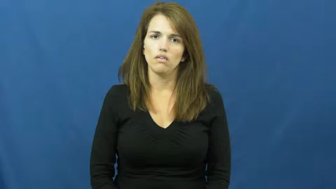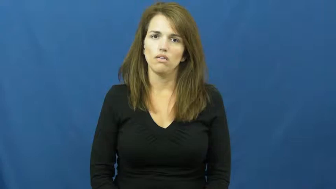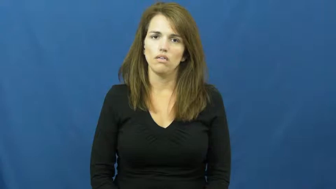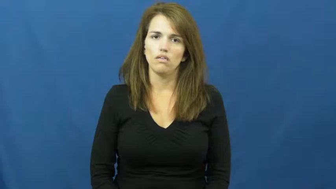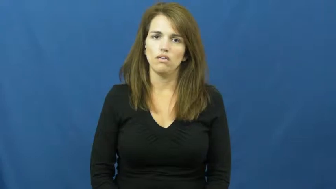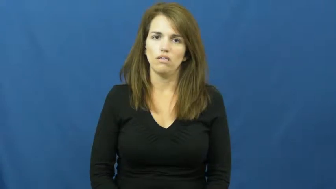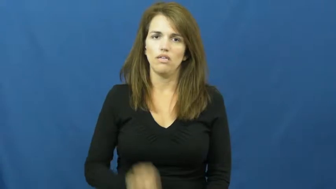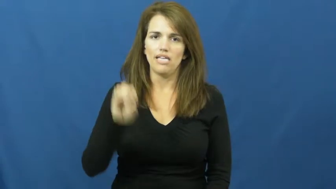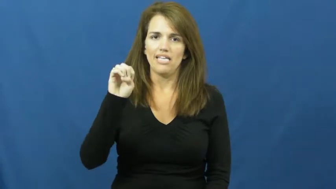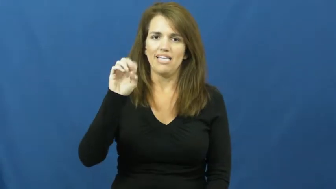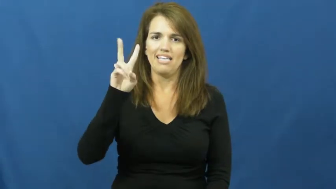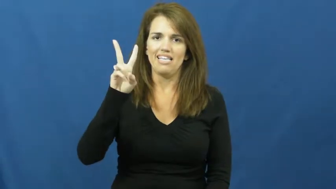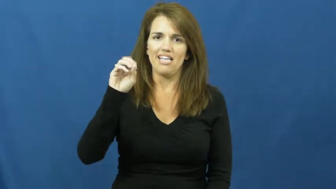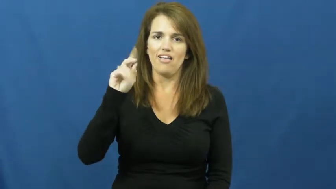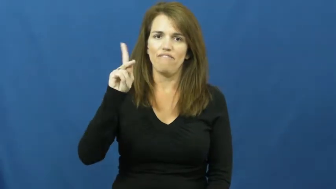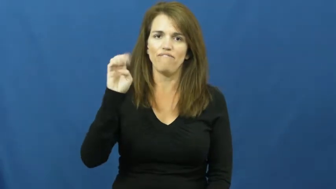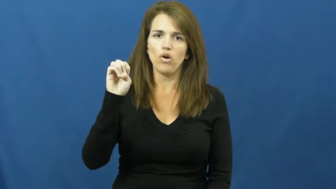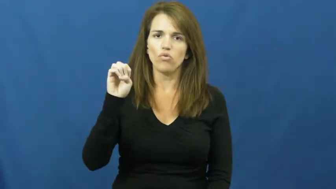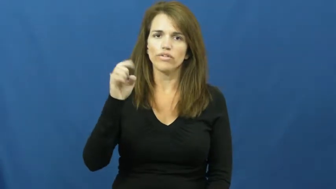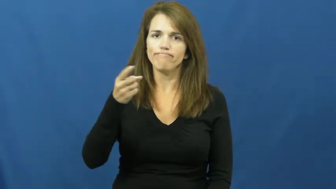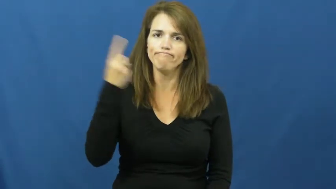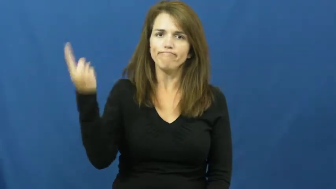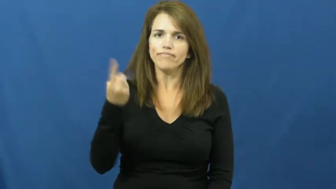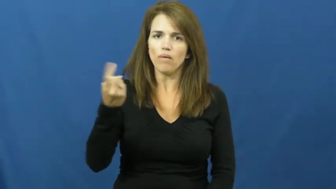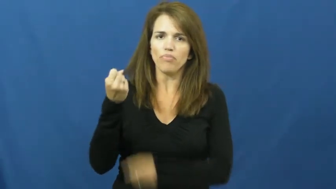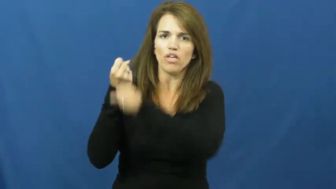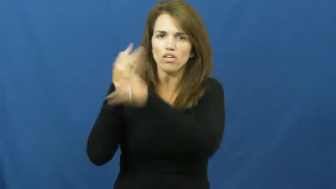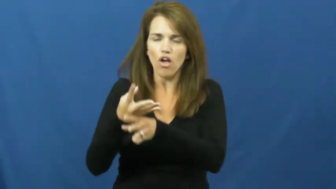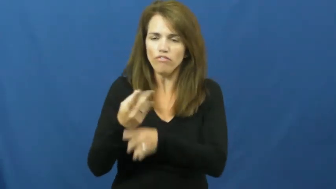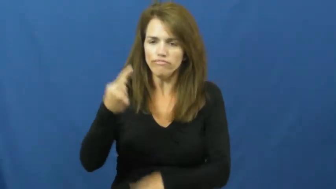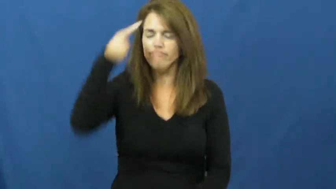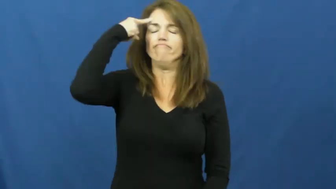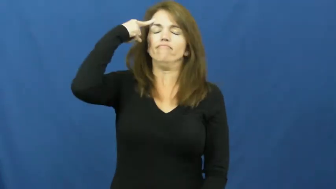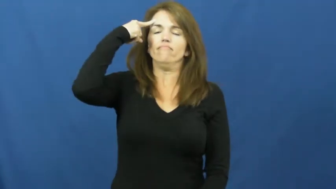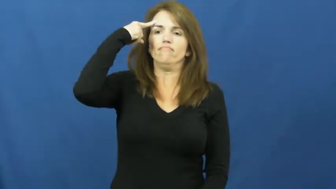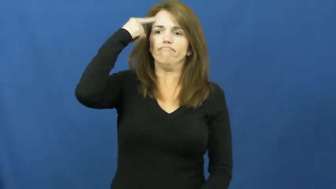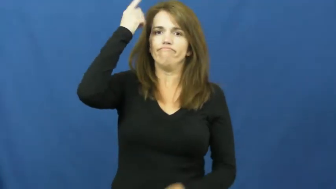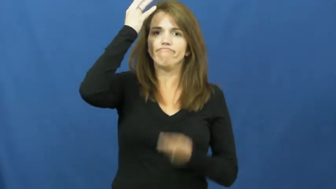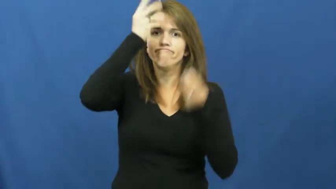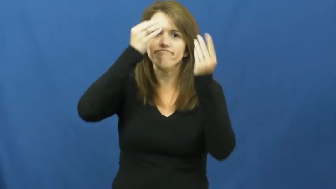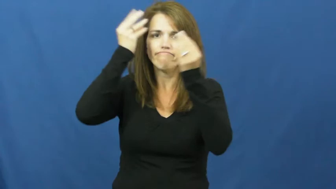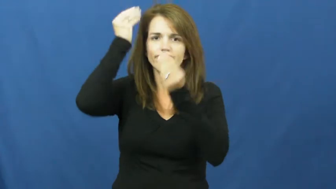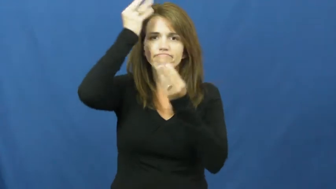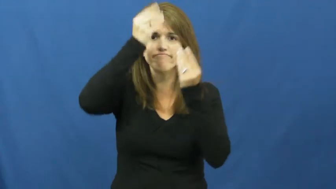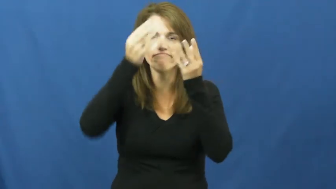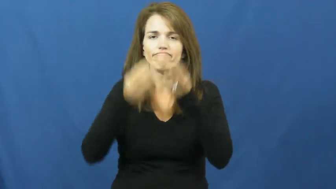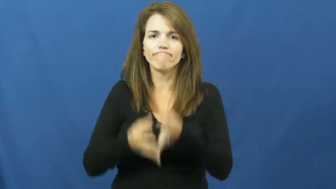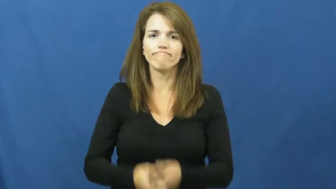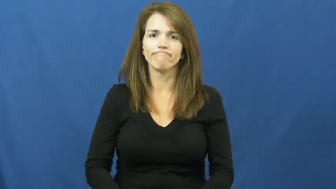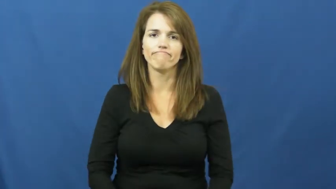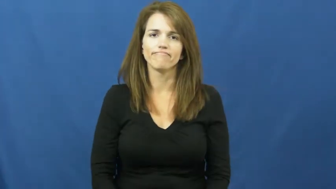evoke